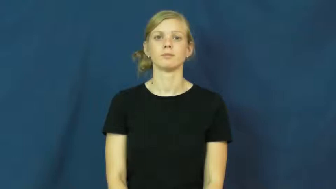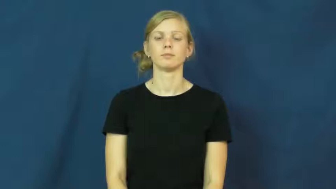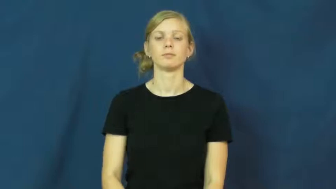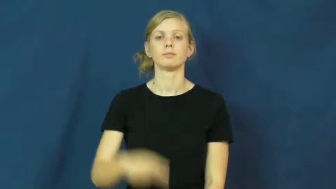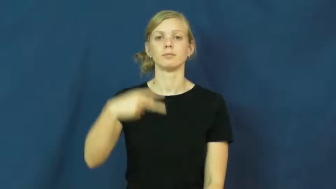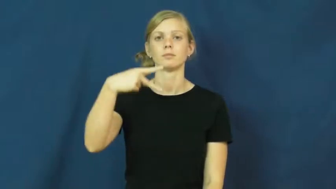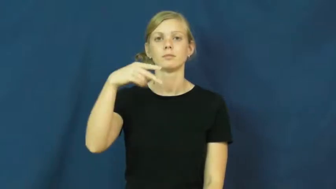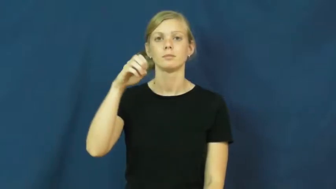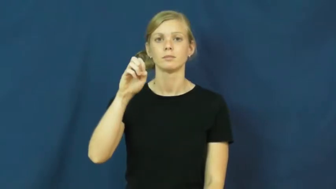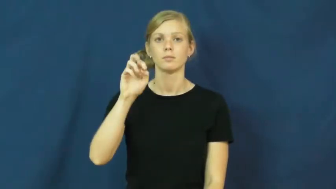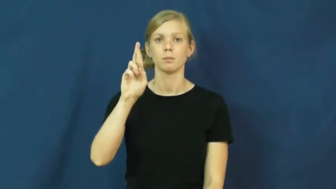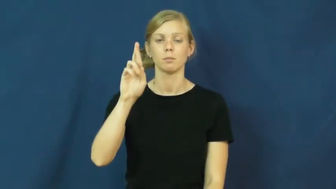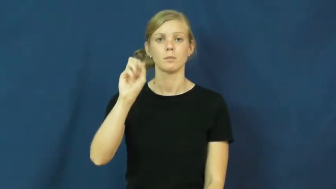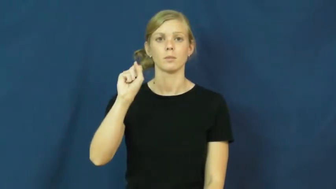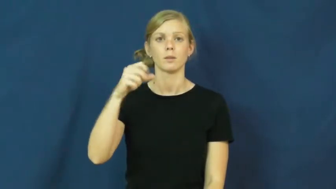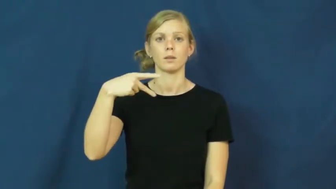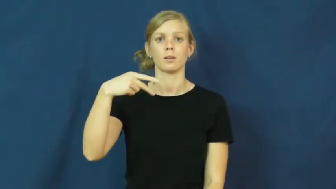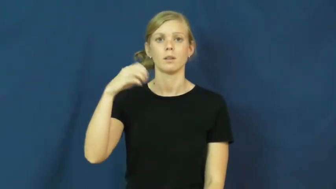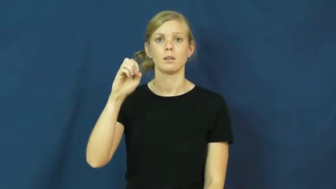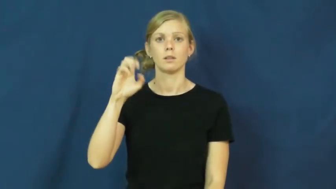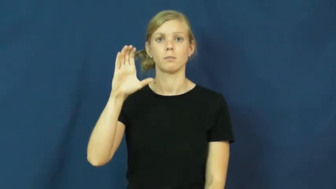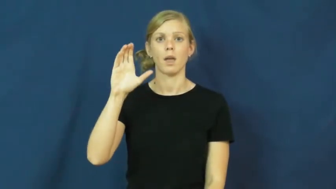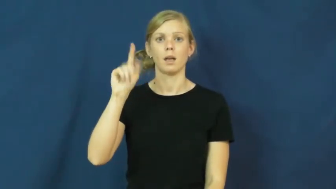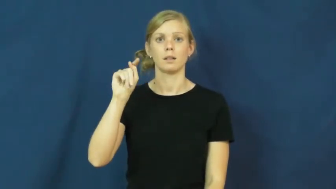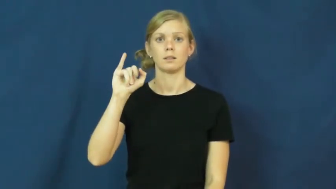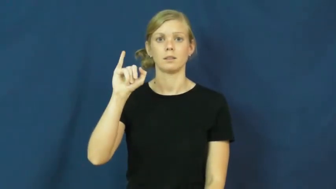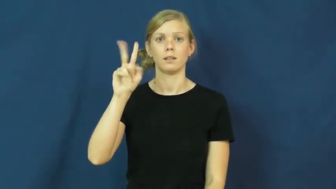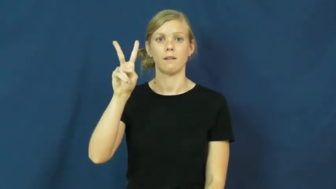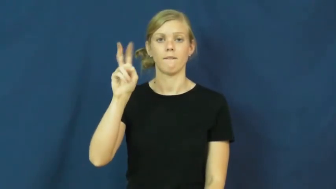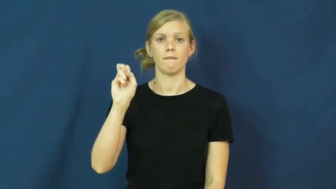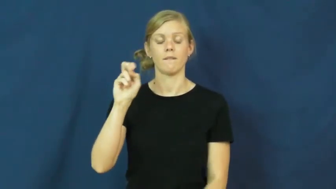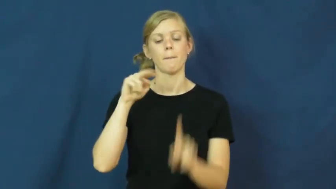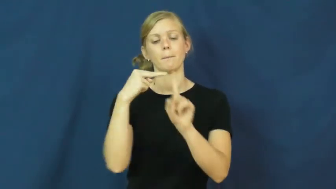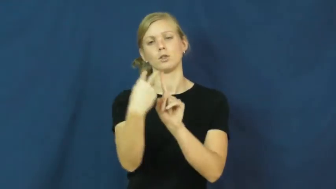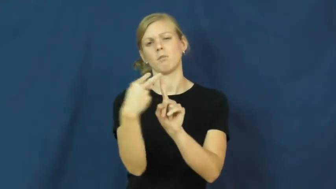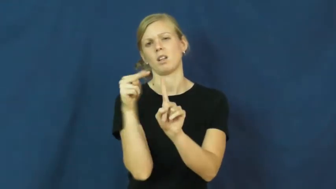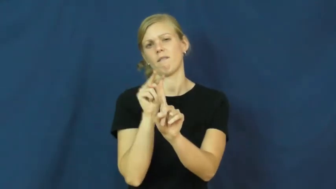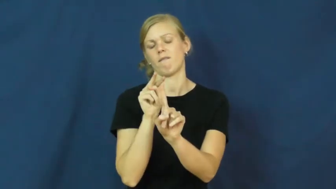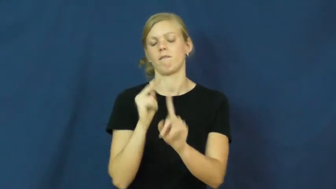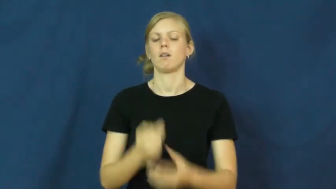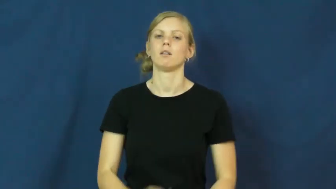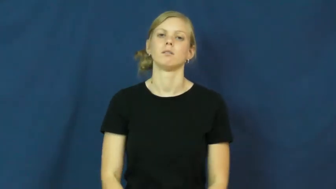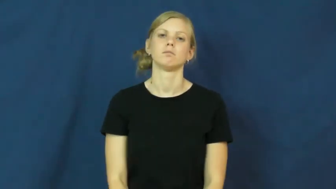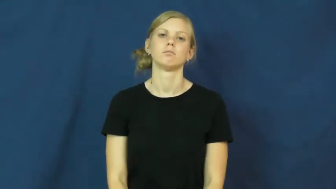perspective